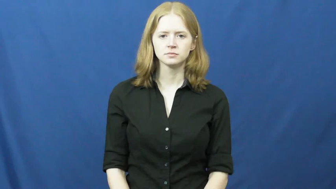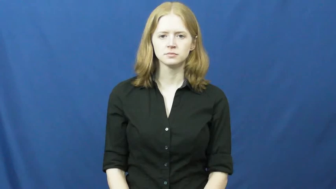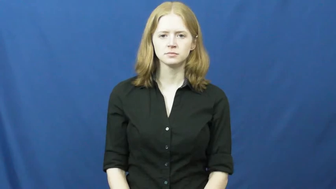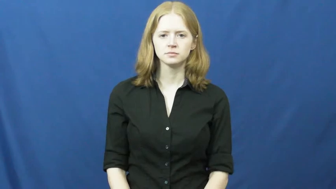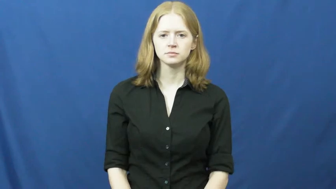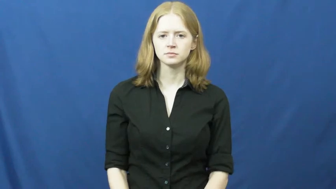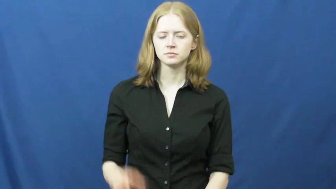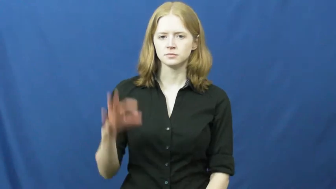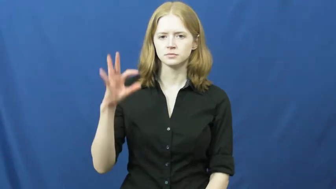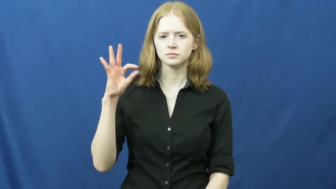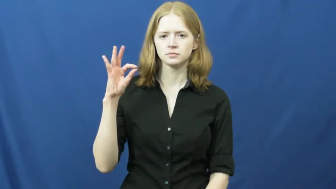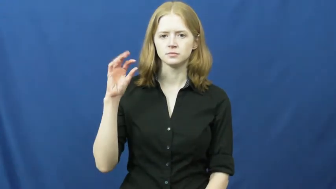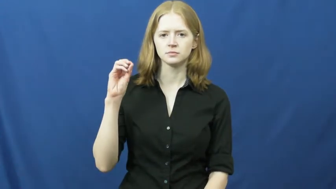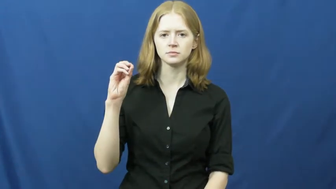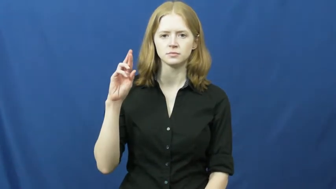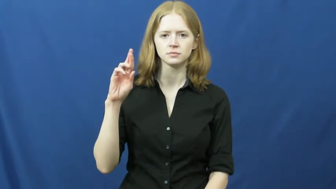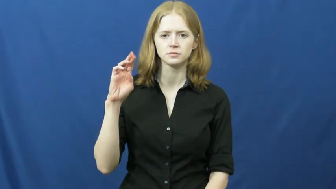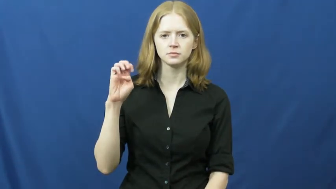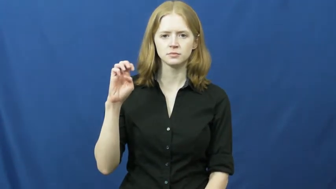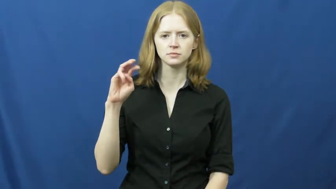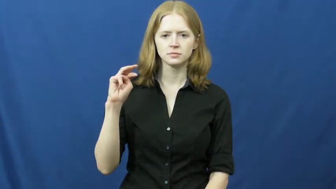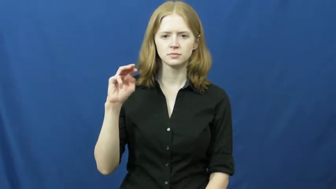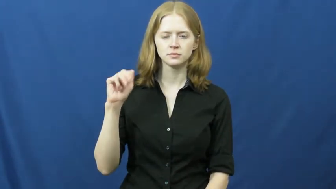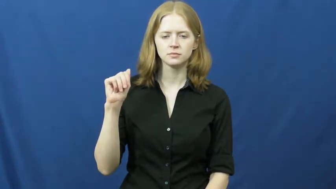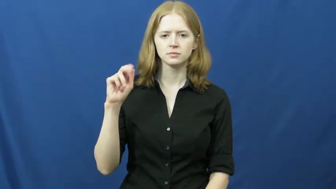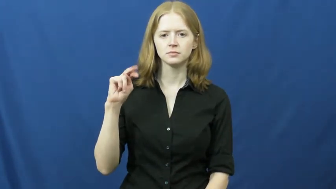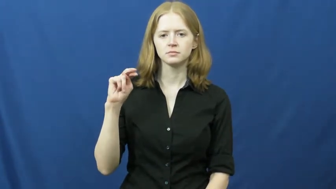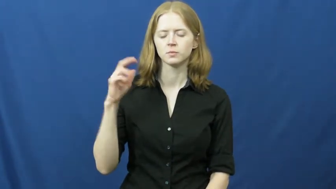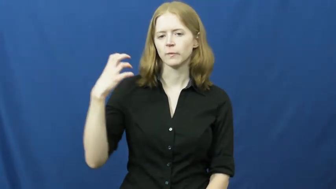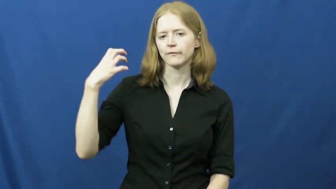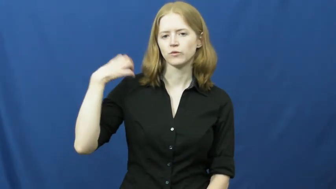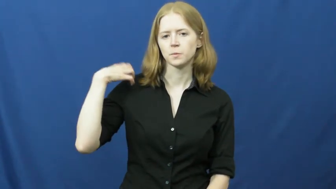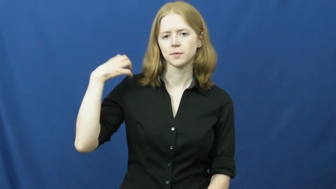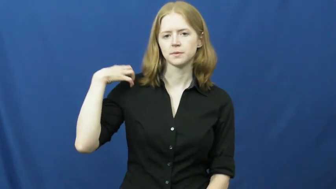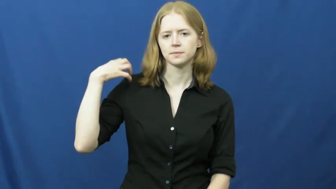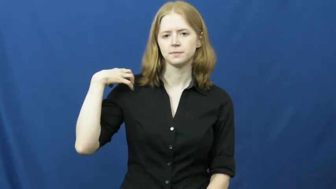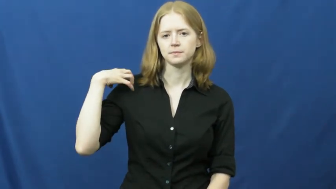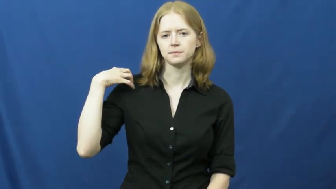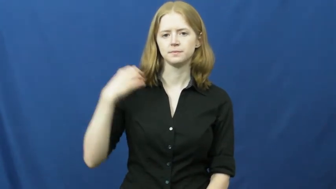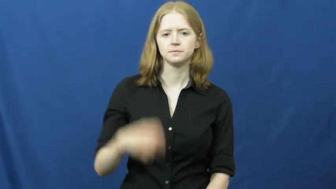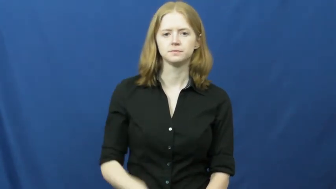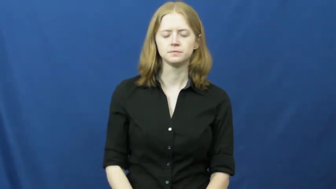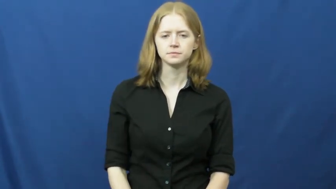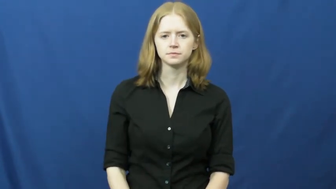foreman